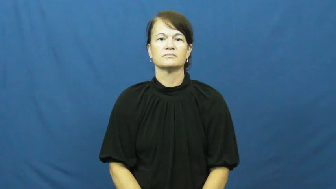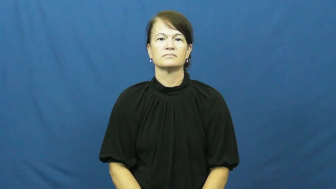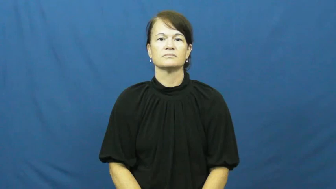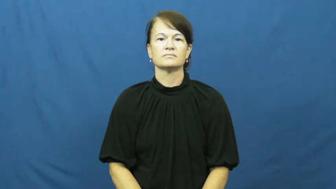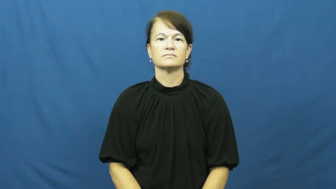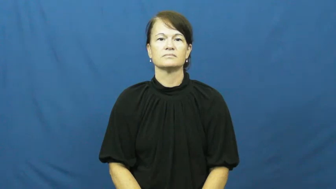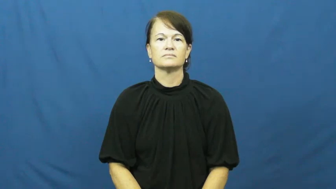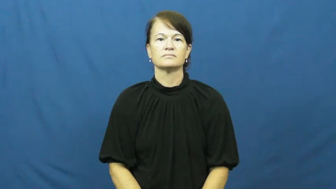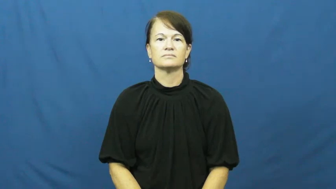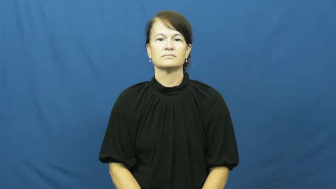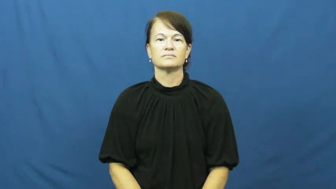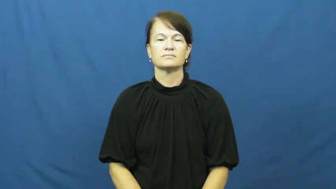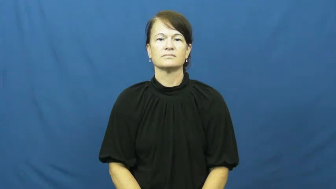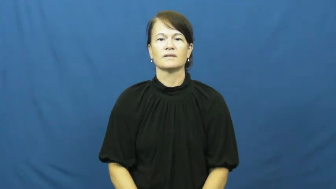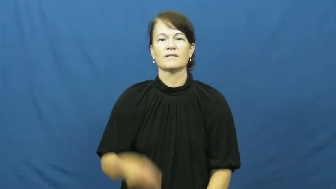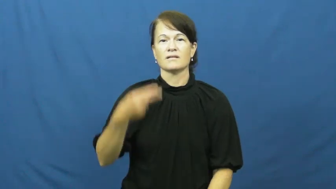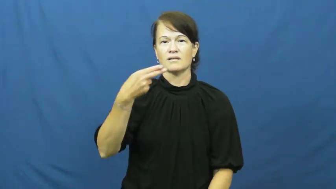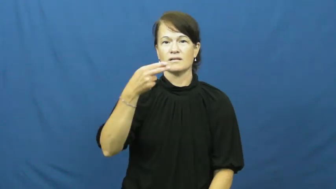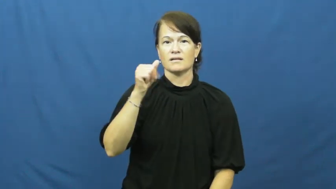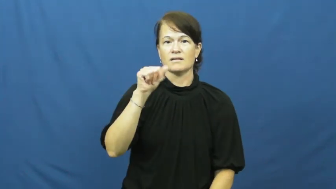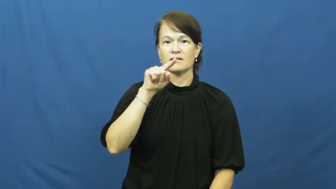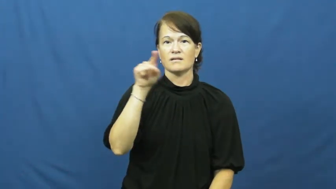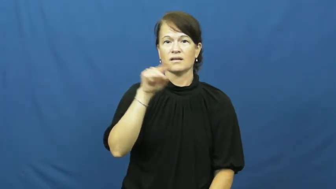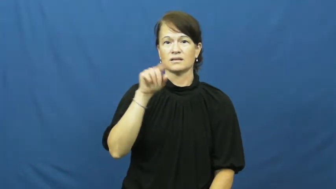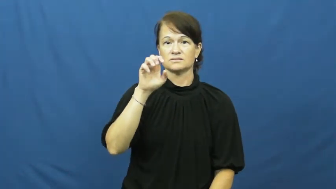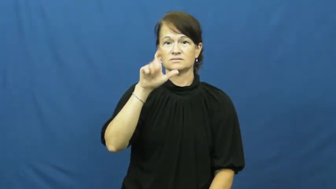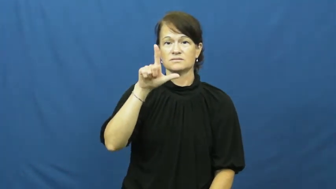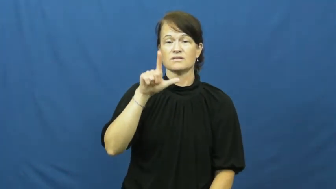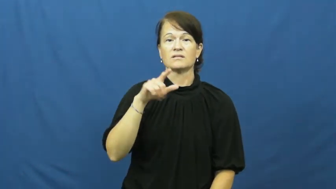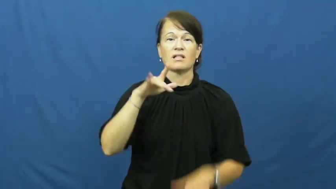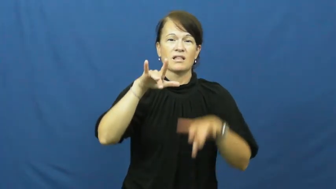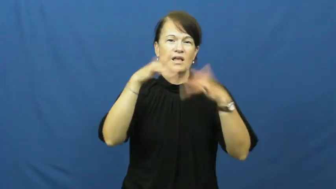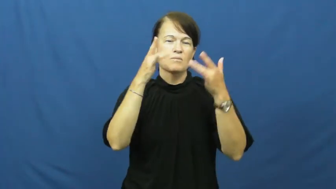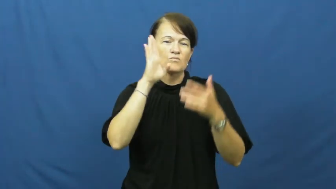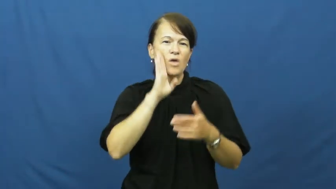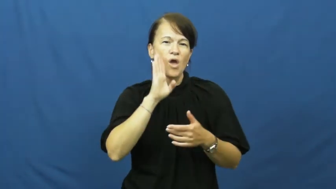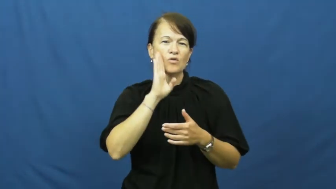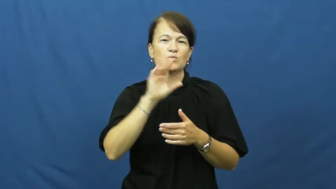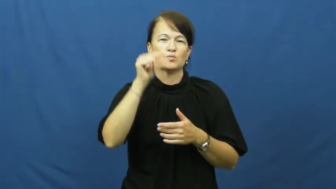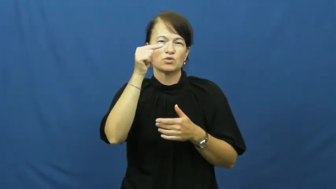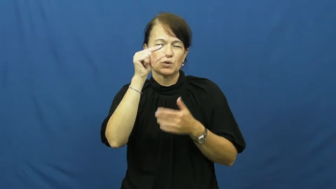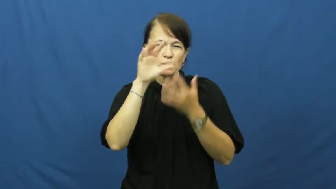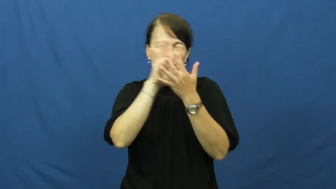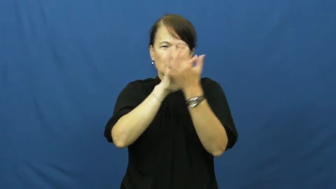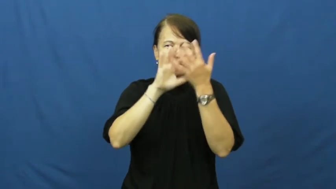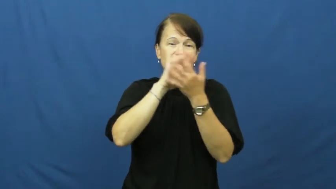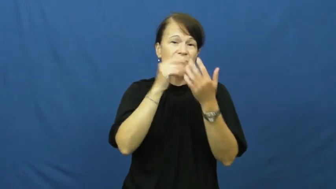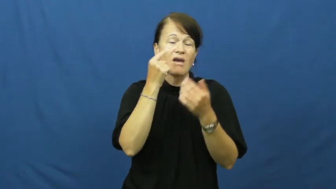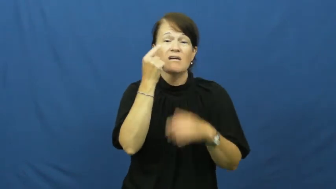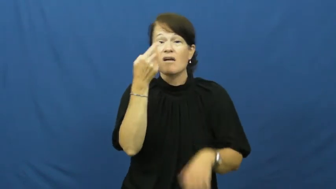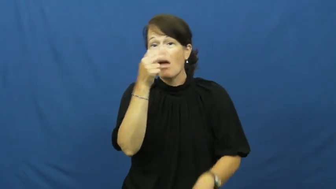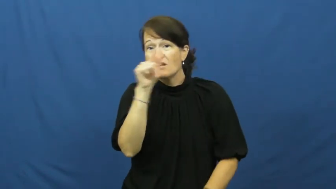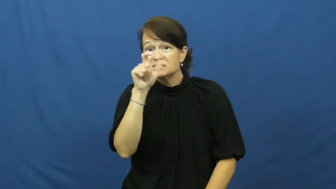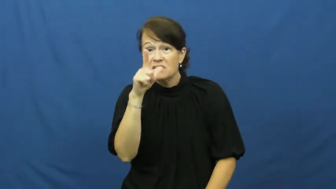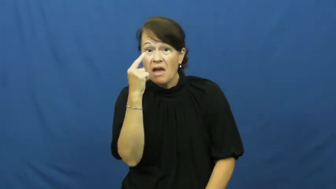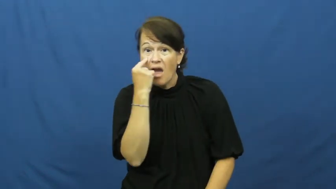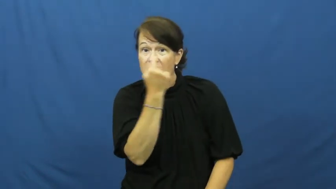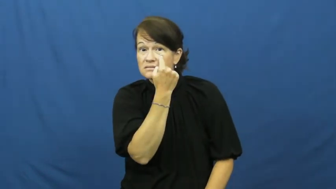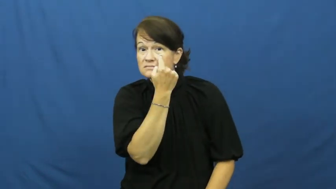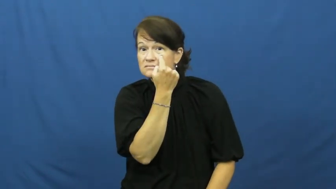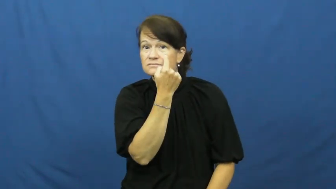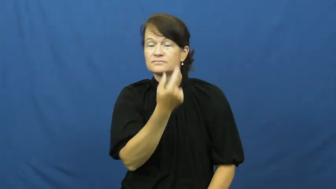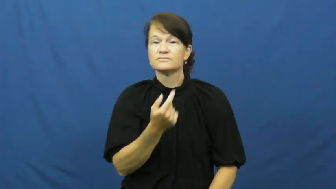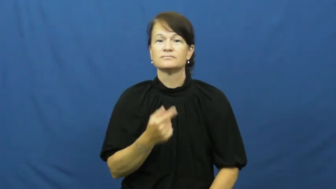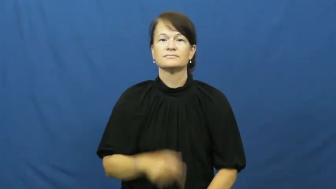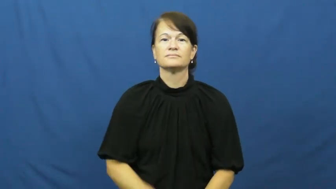hazel-eyes